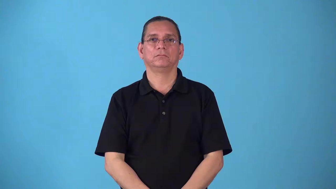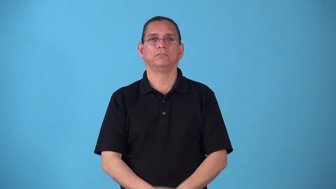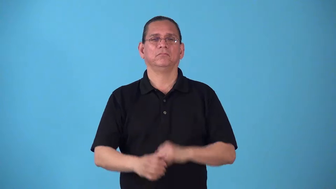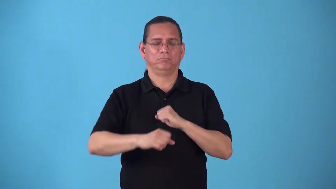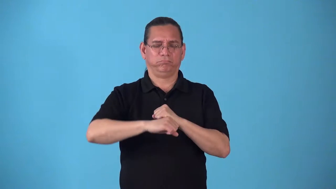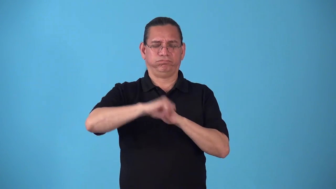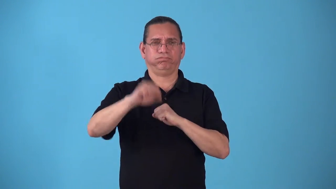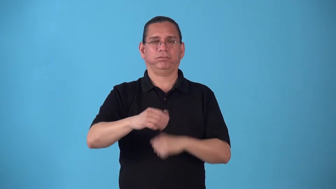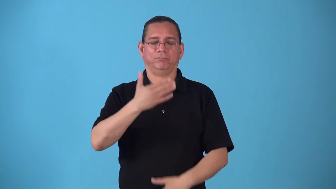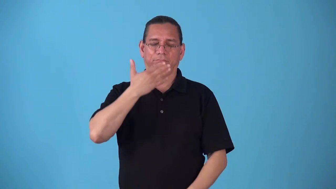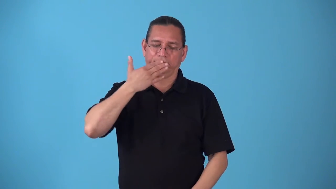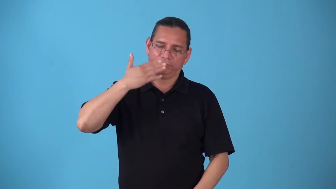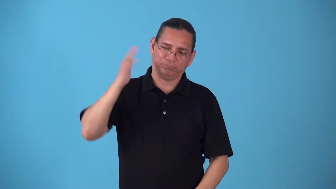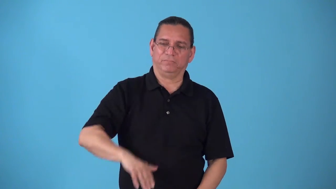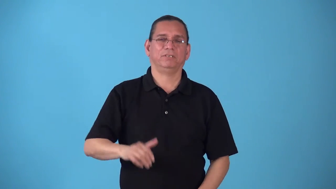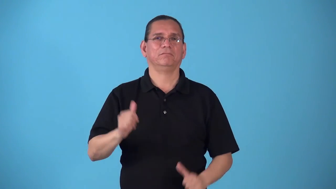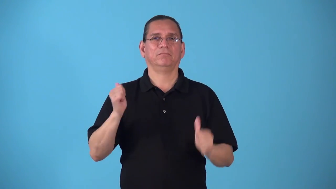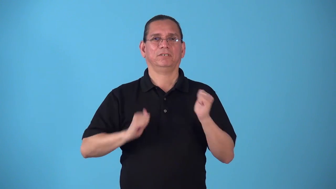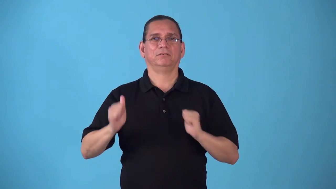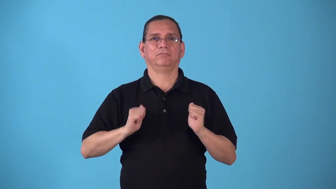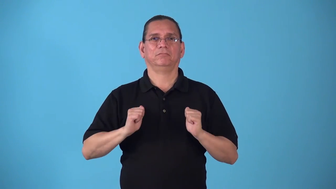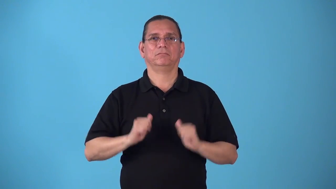stagy- bad acting